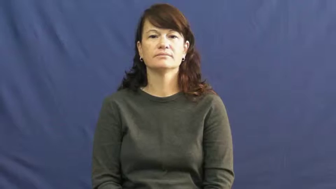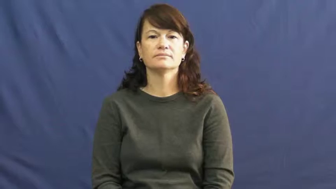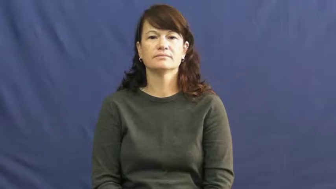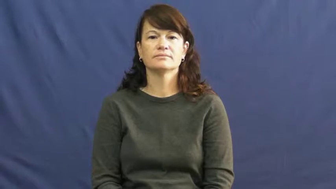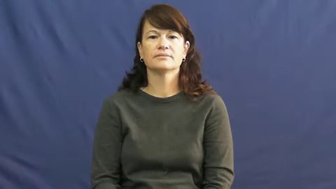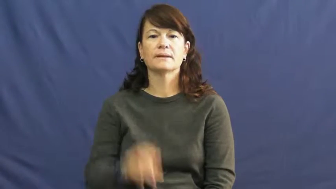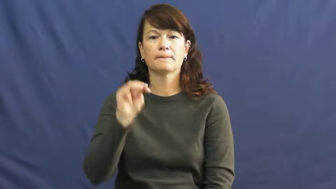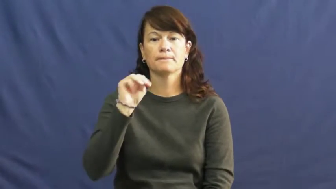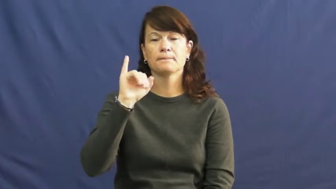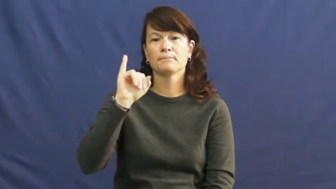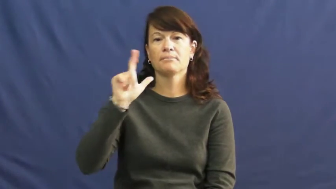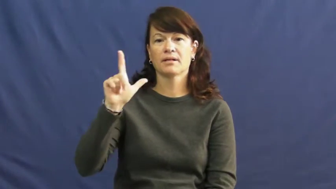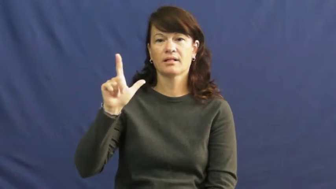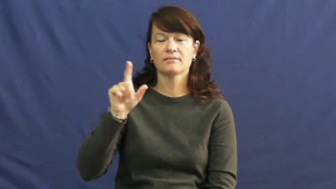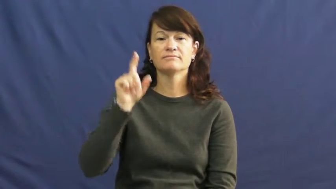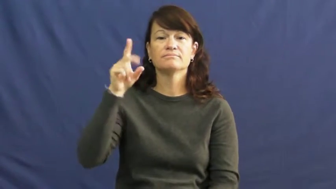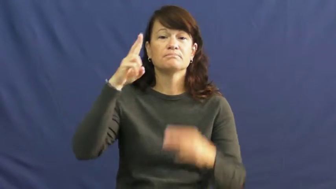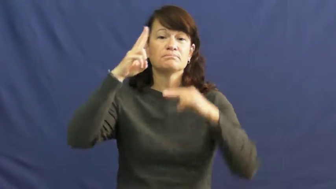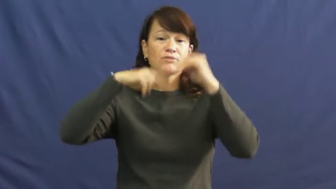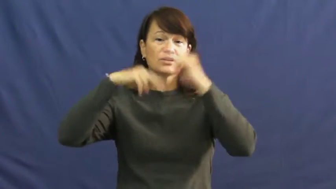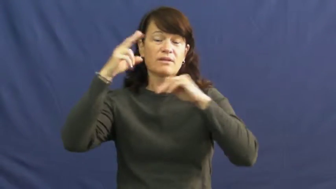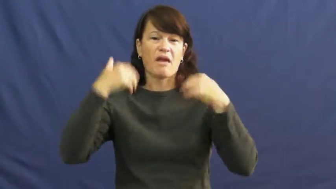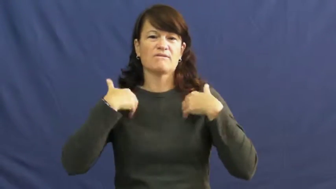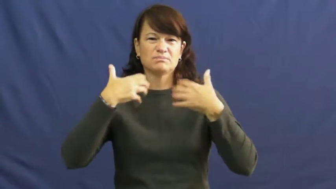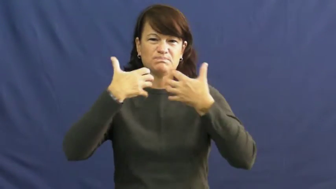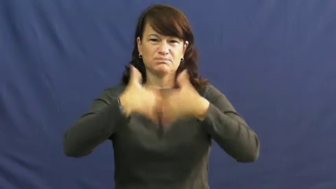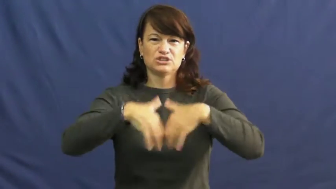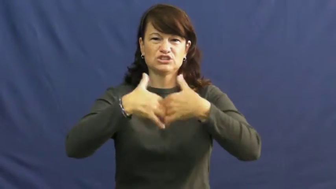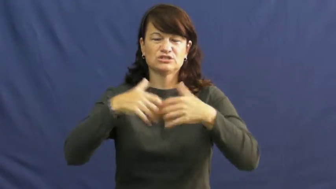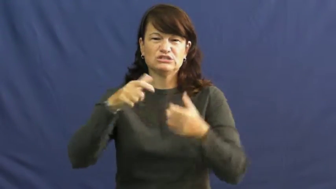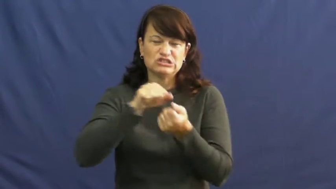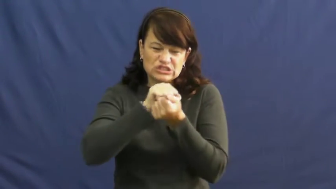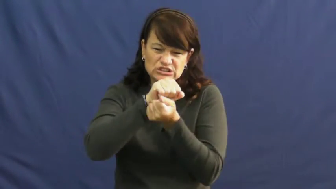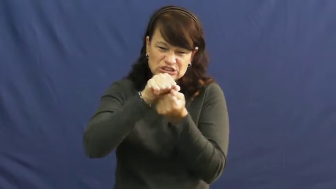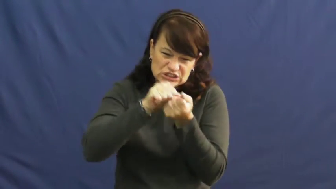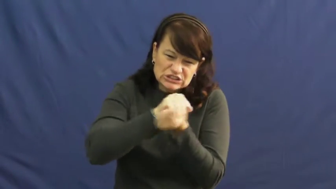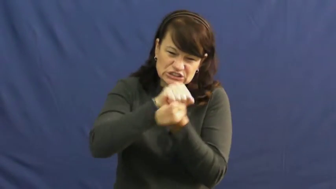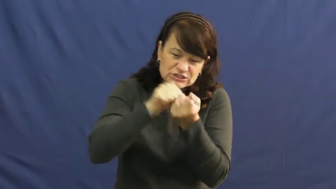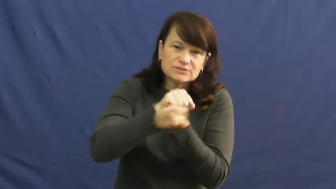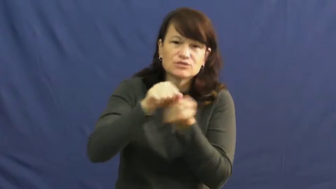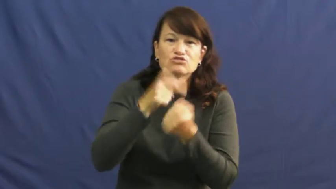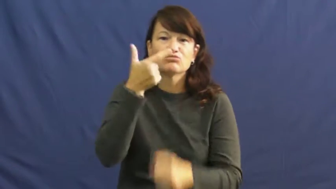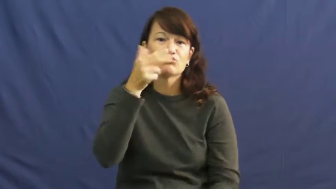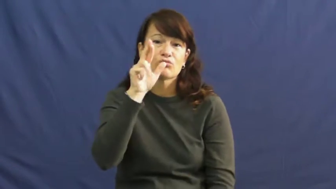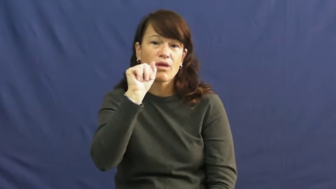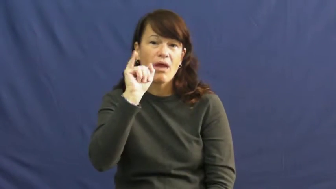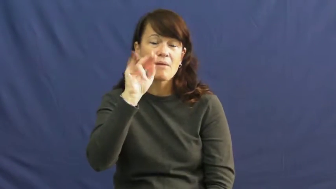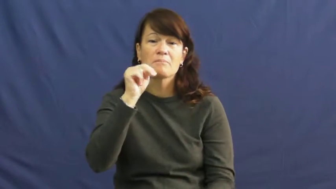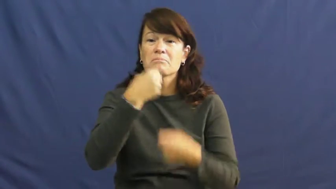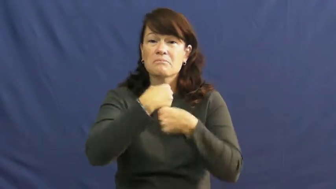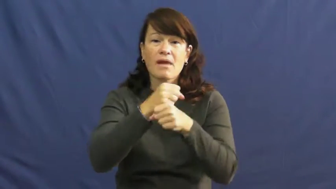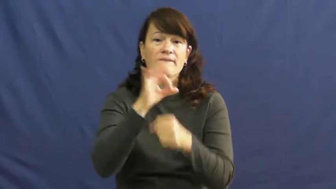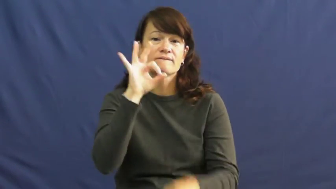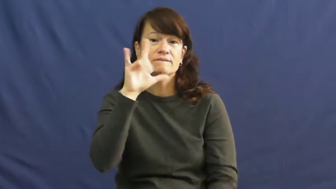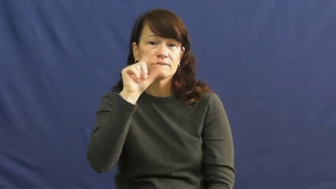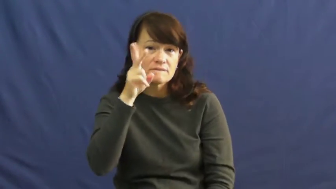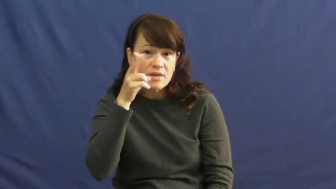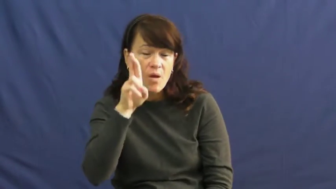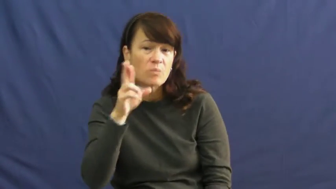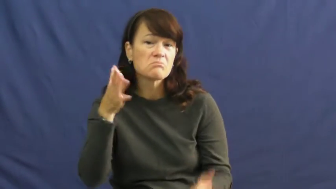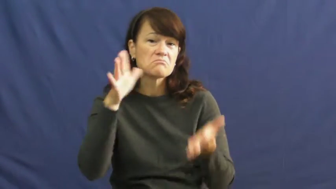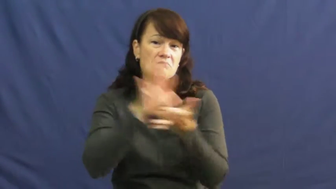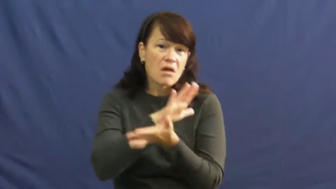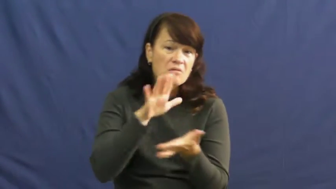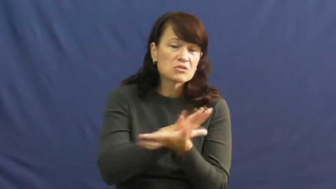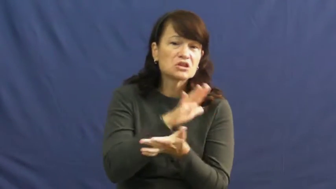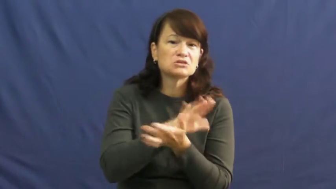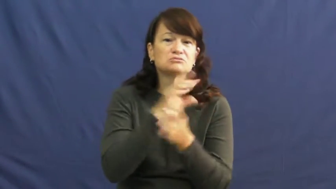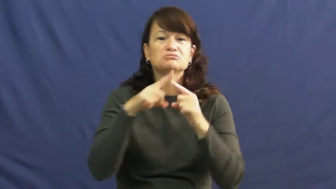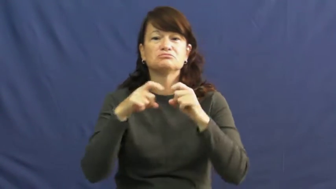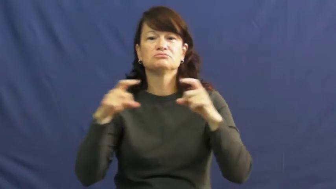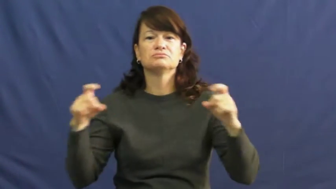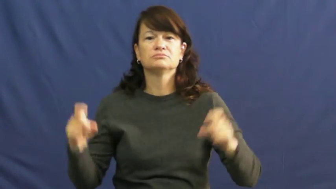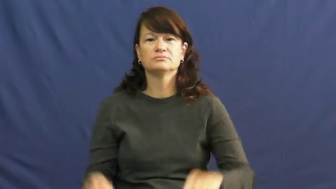mill,gristmill